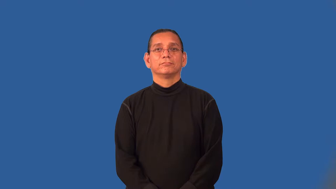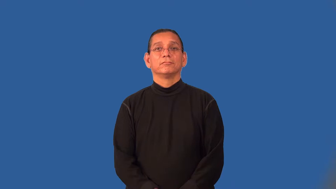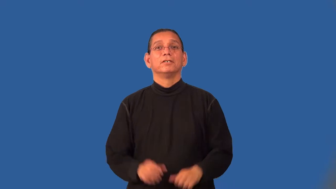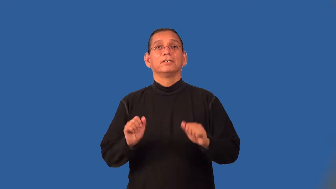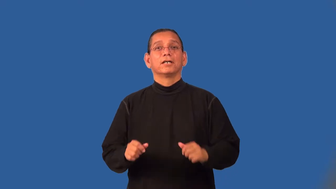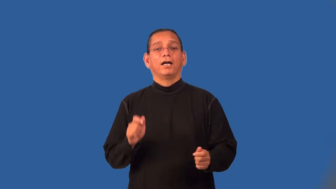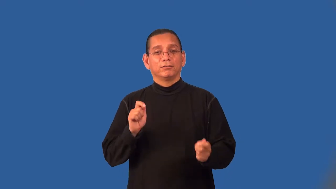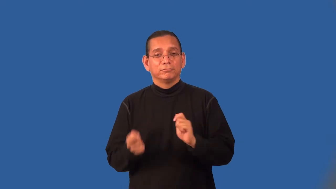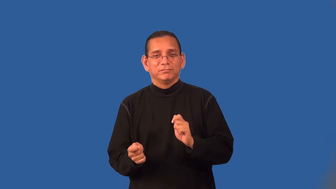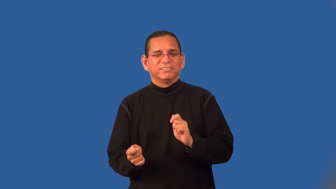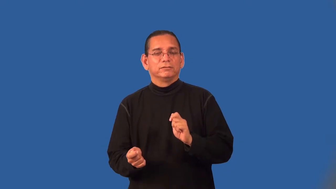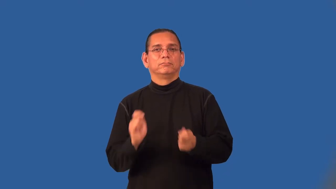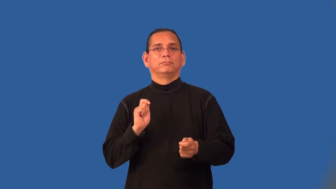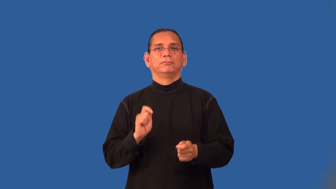reversible-return